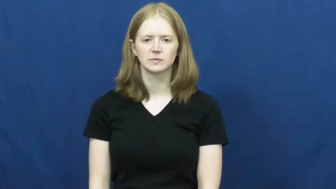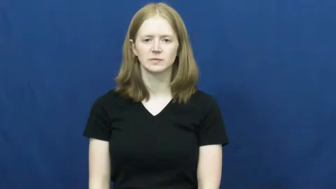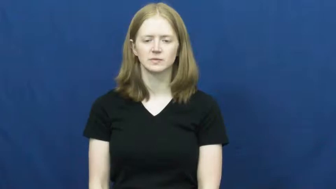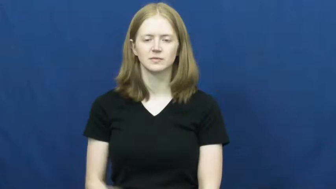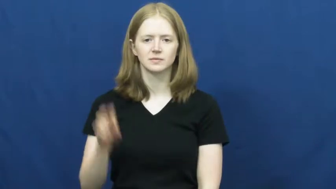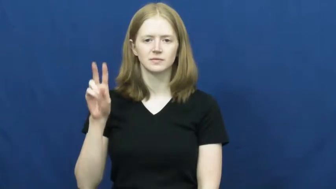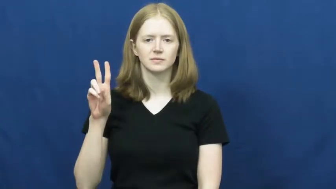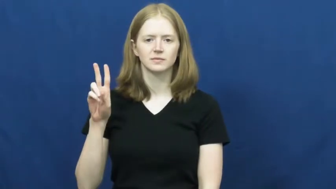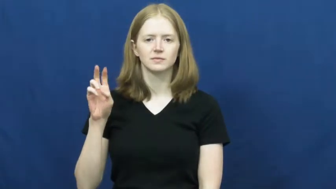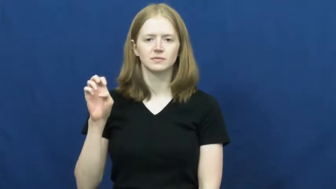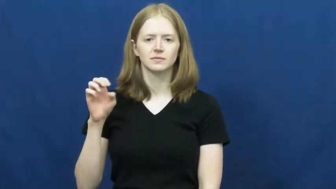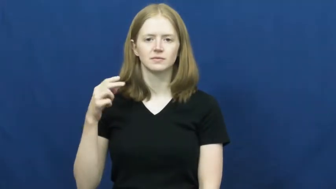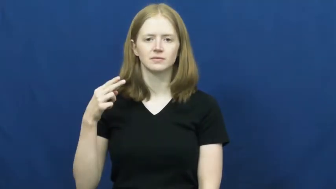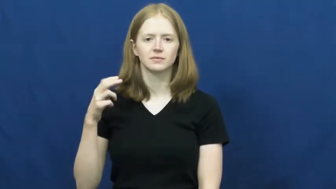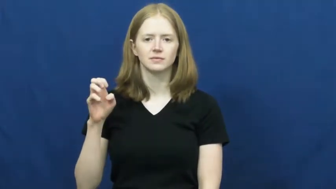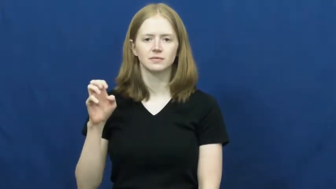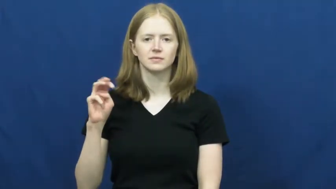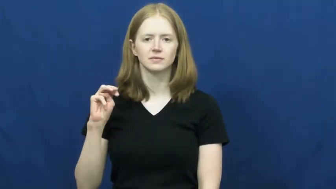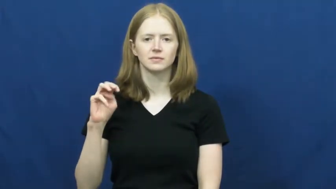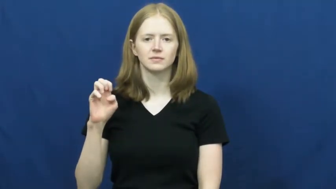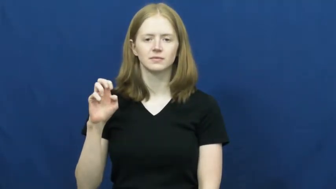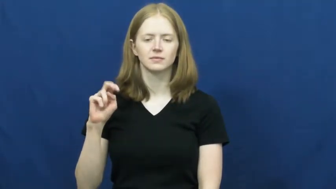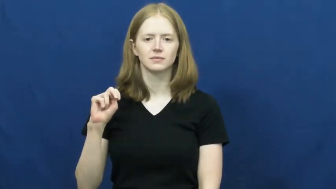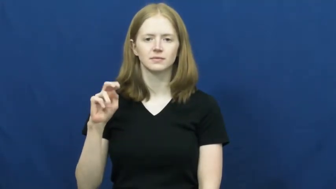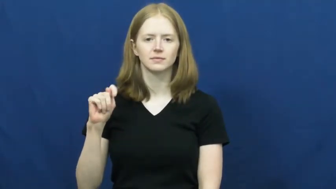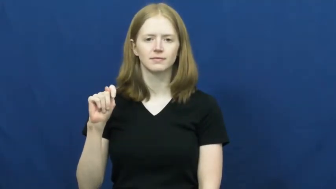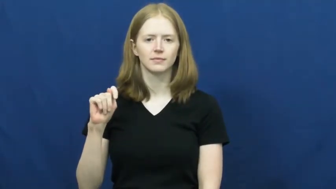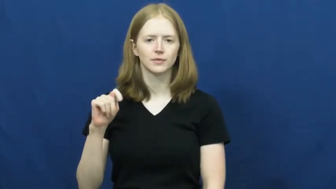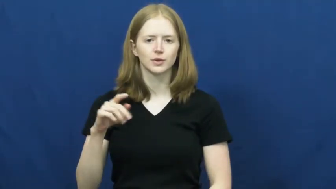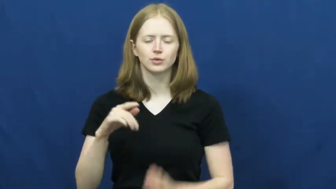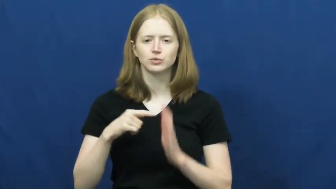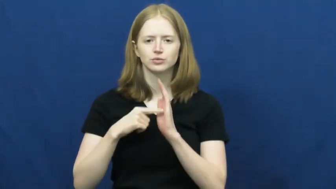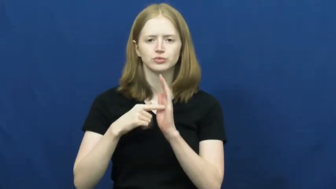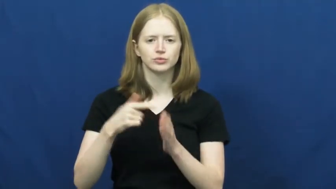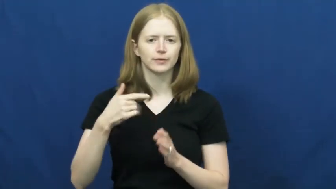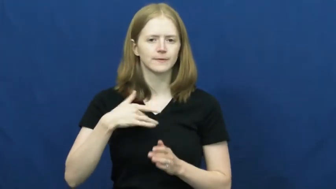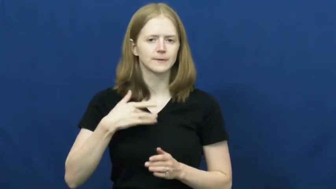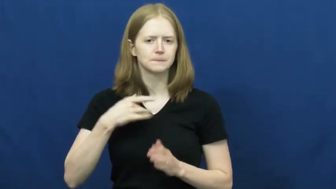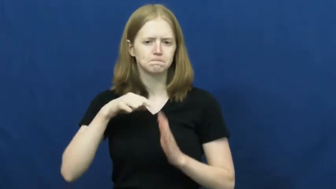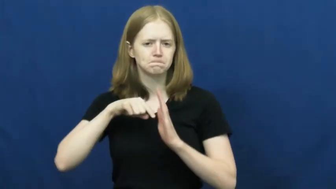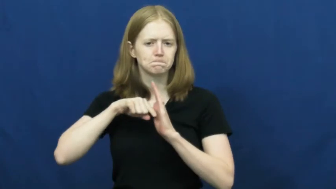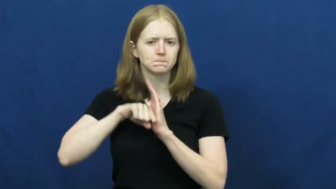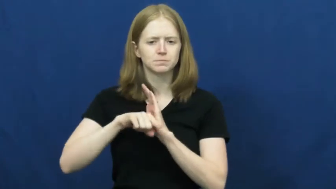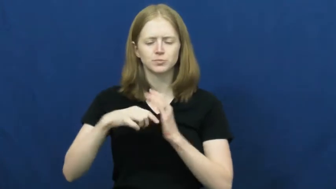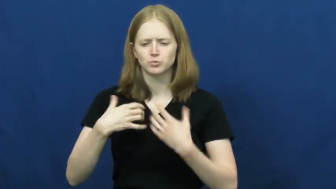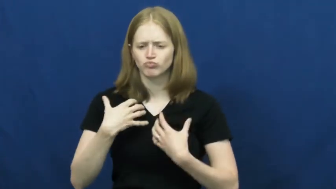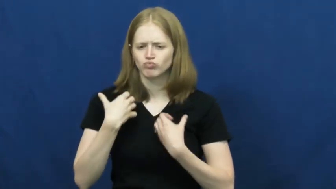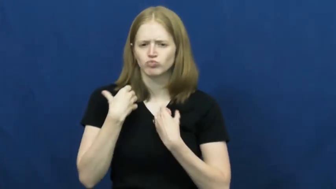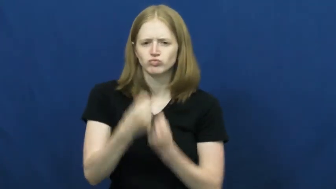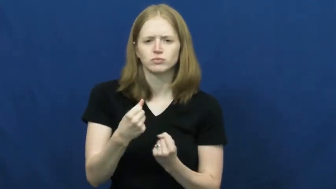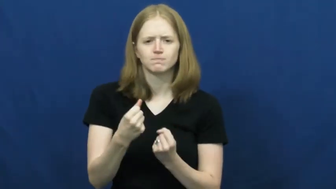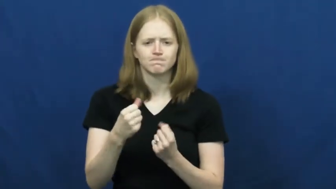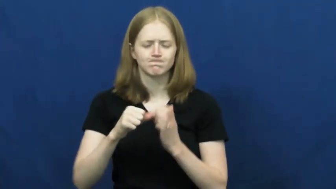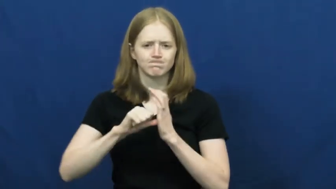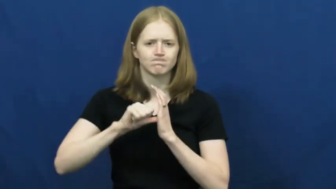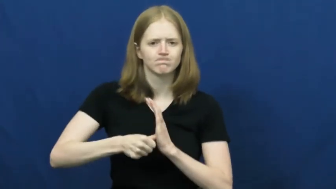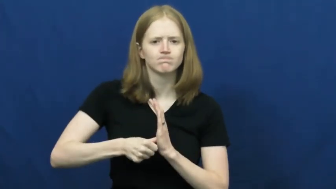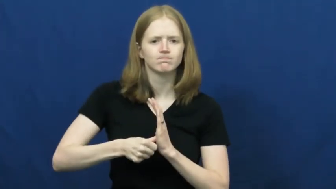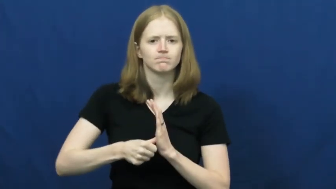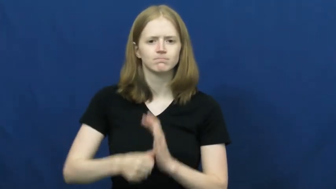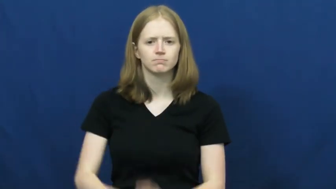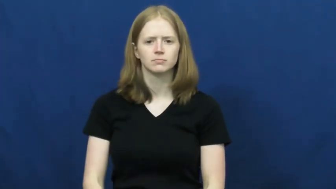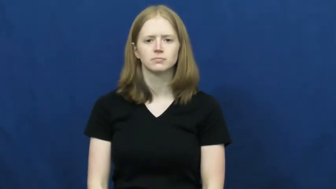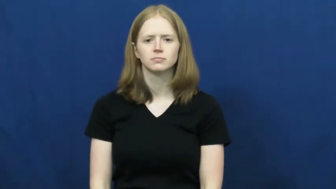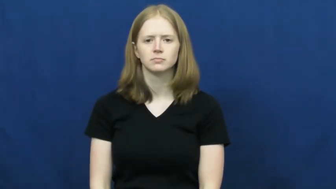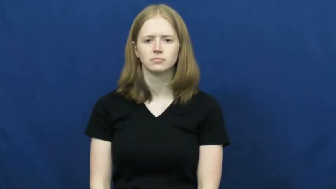vehement